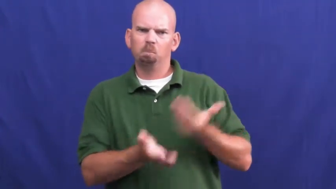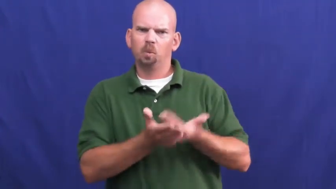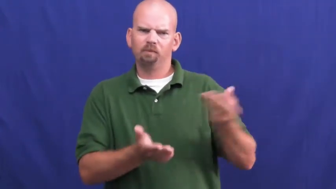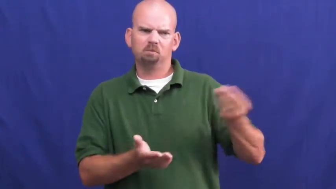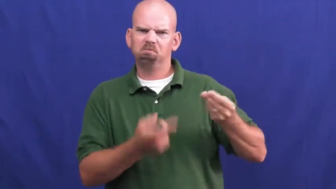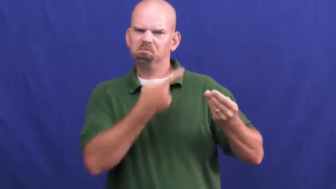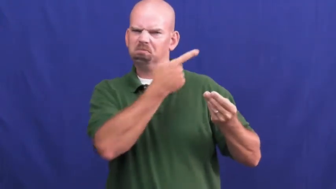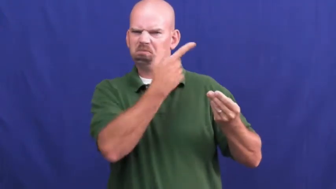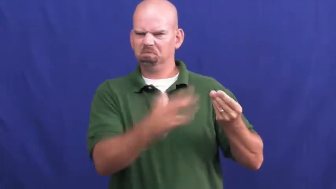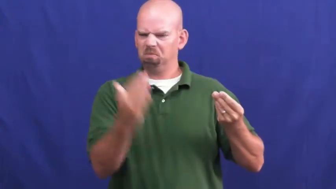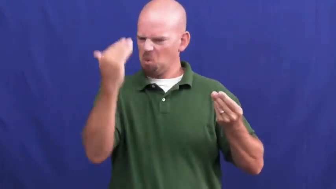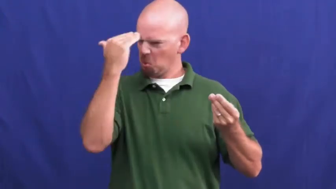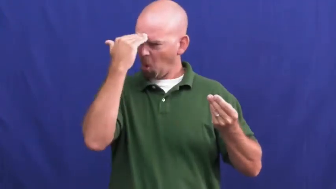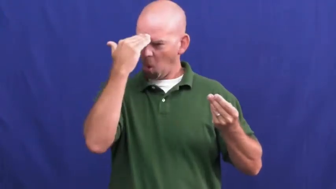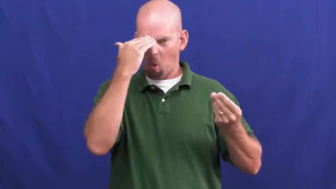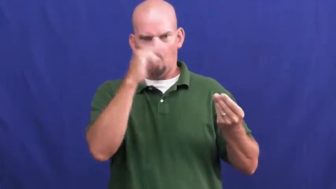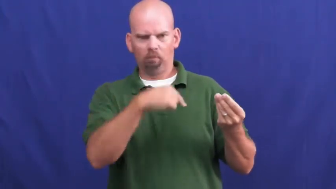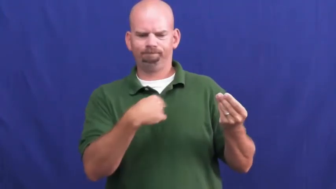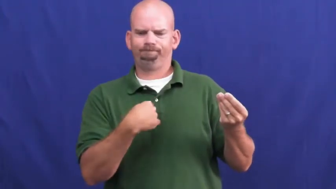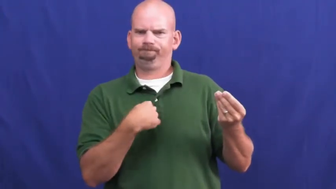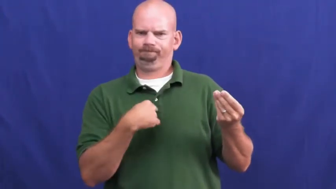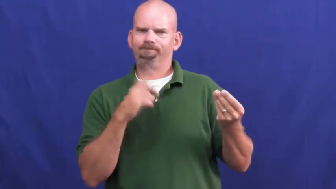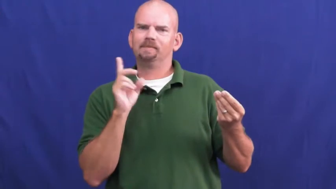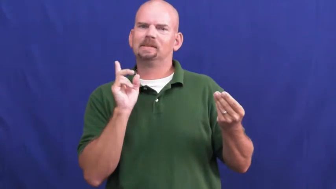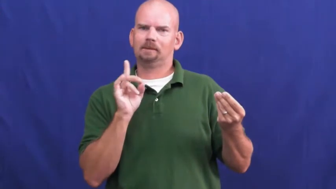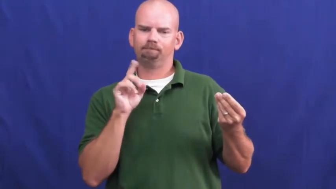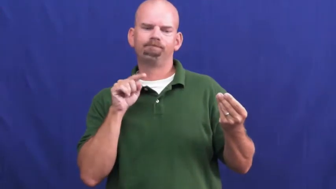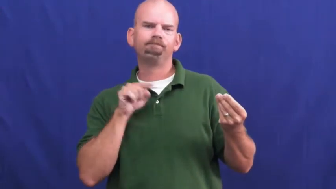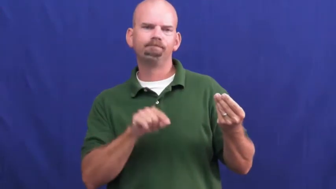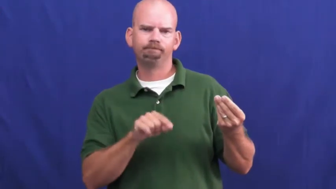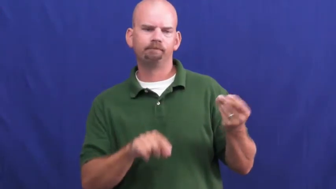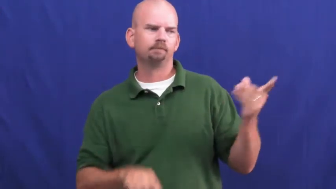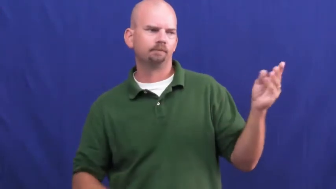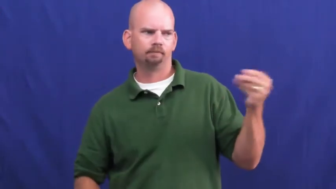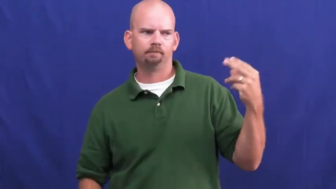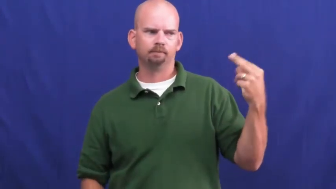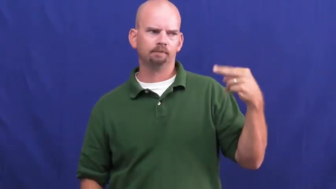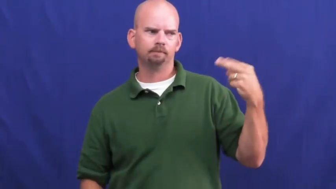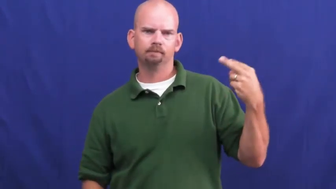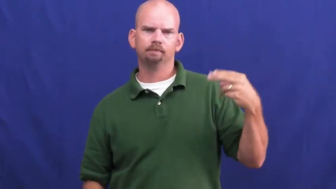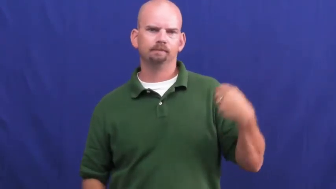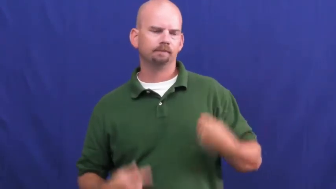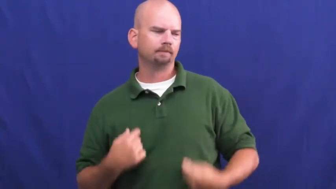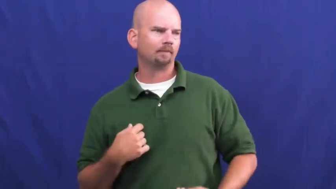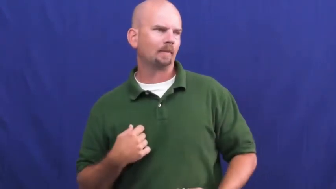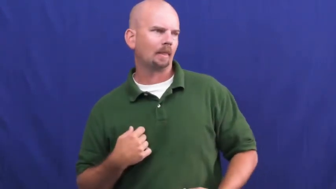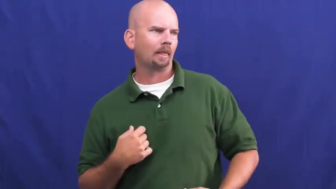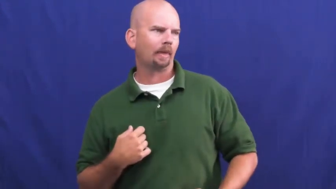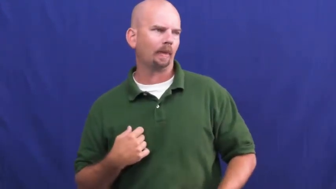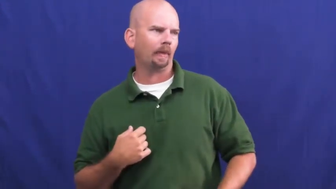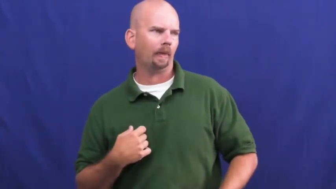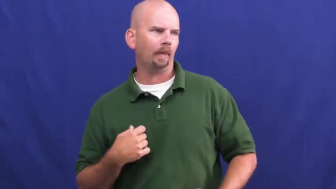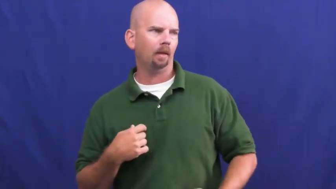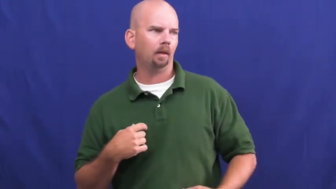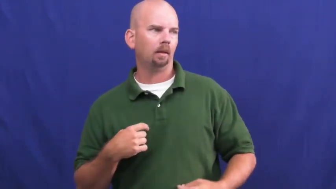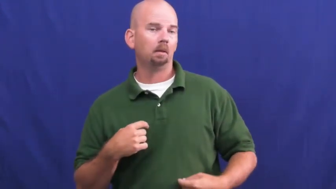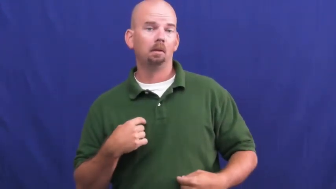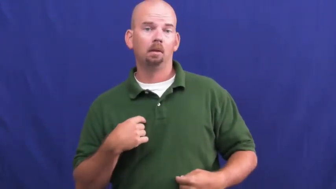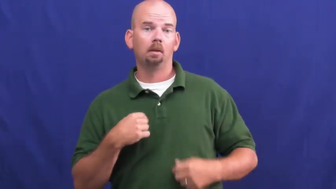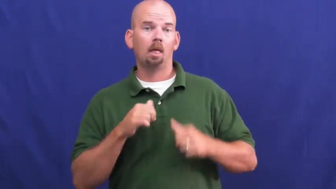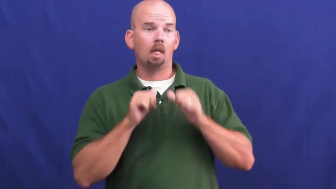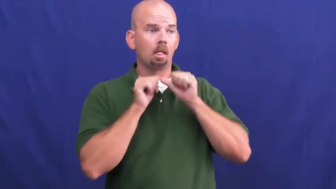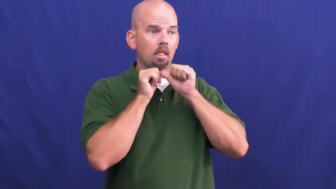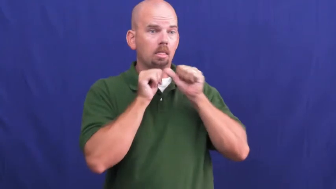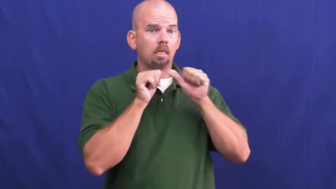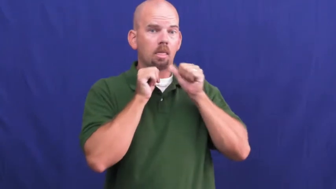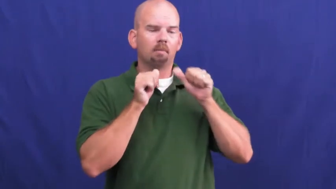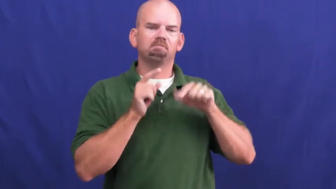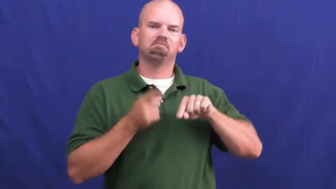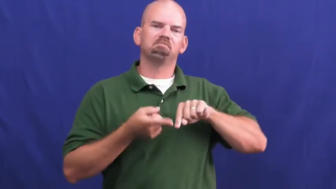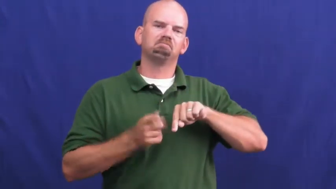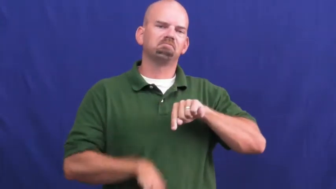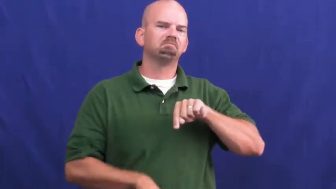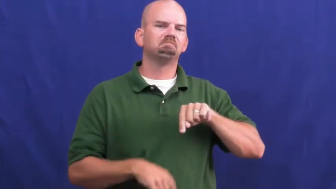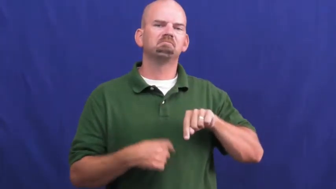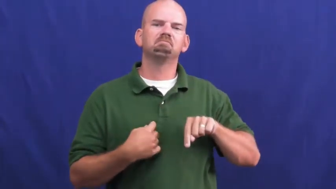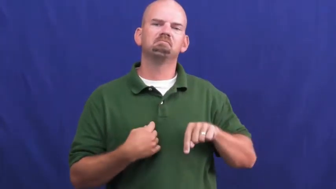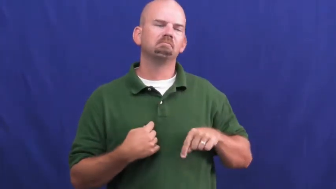undeniable